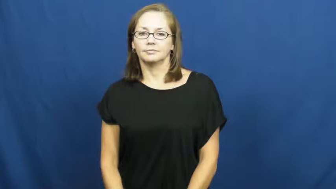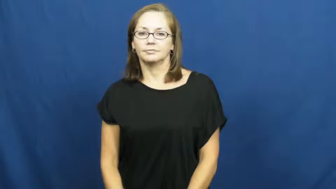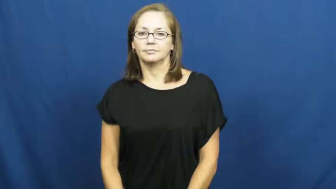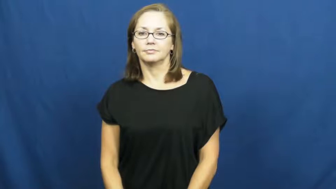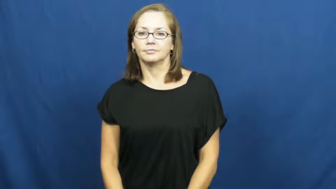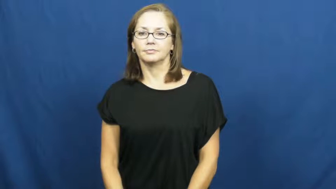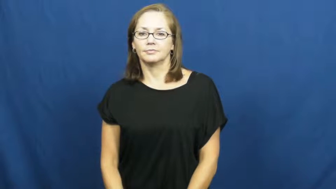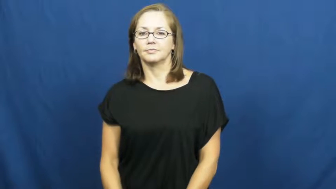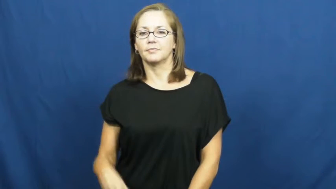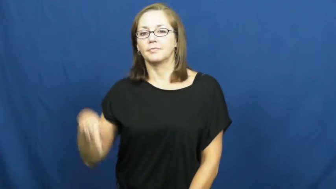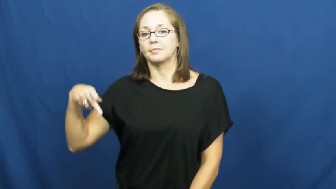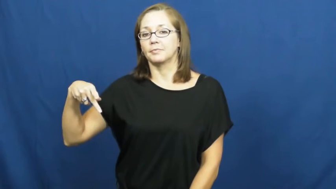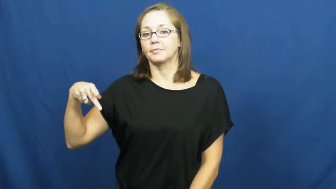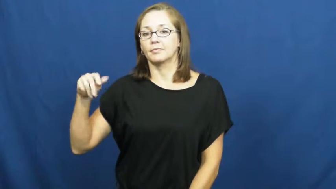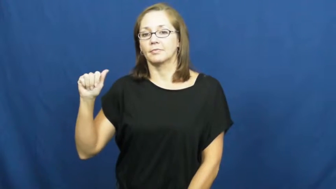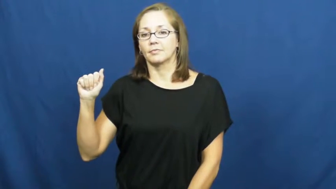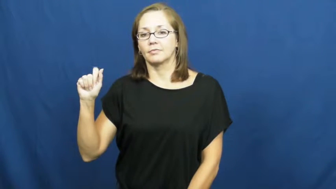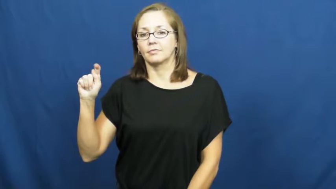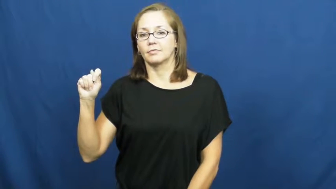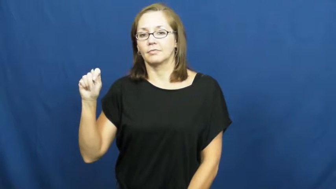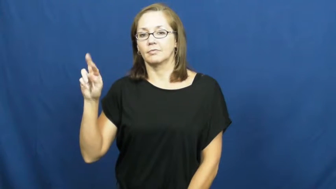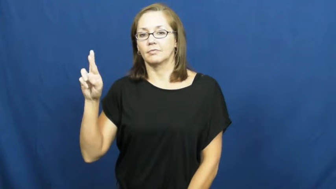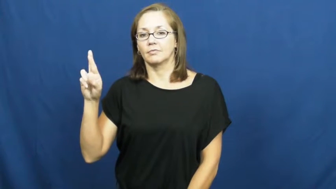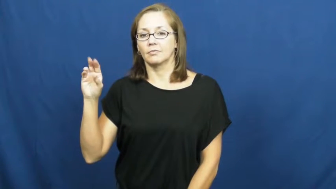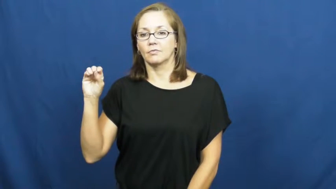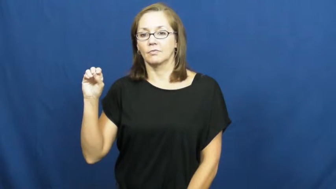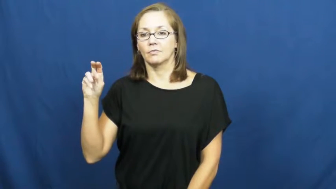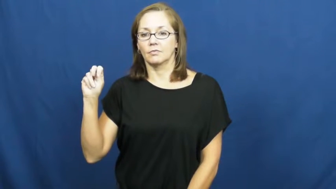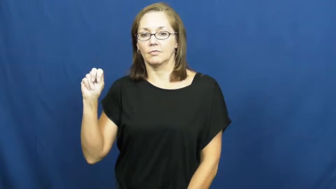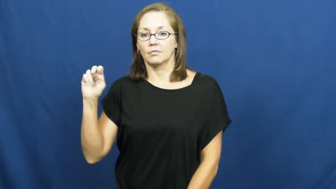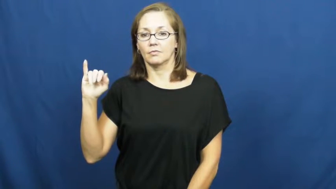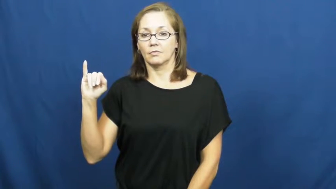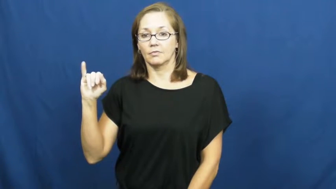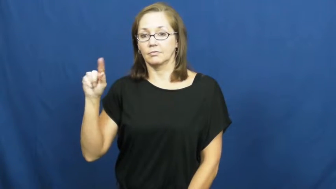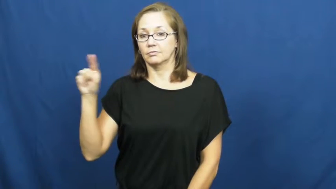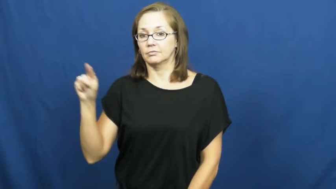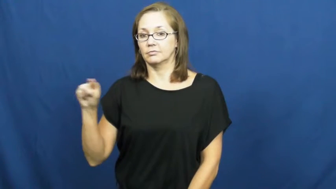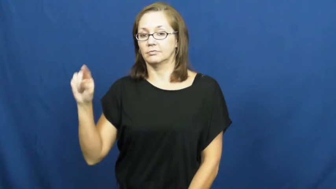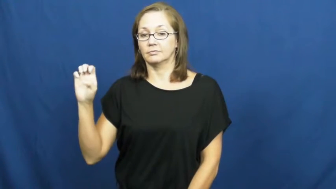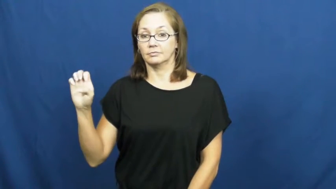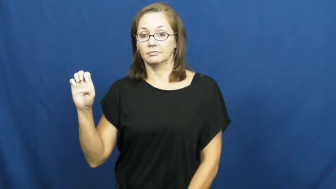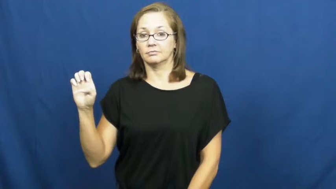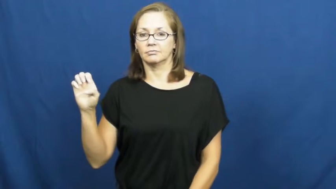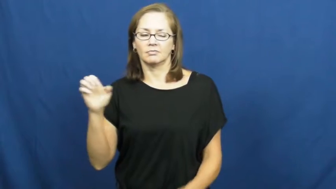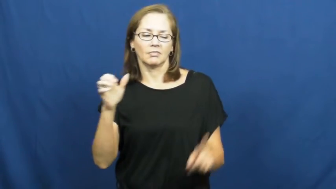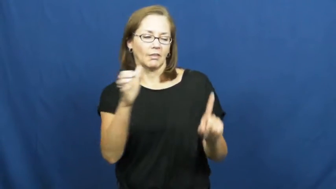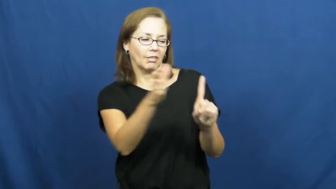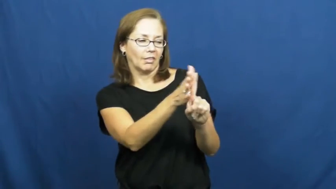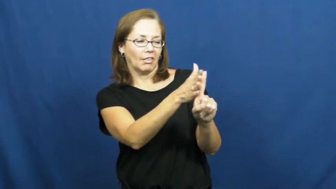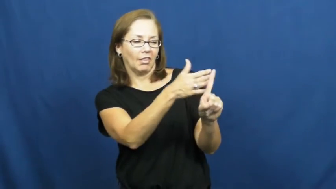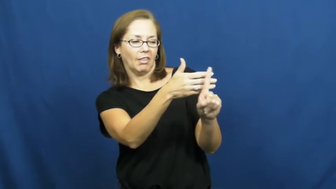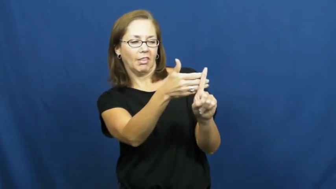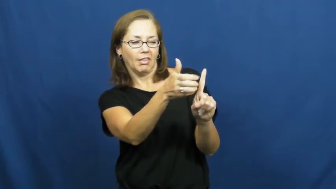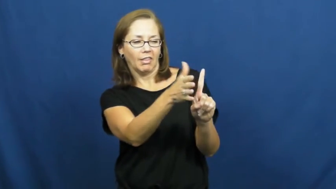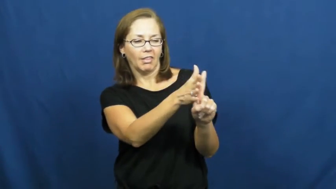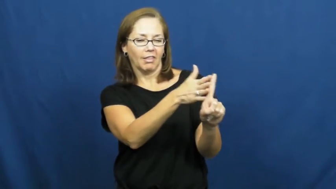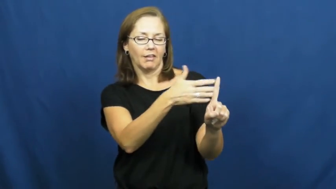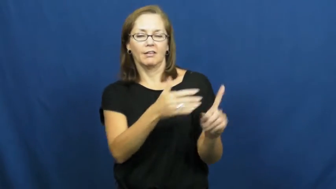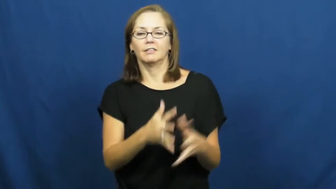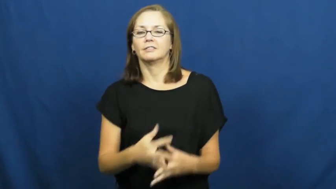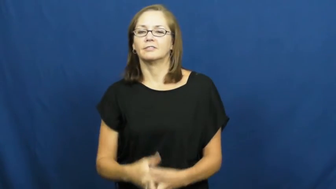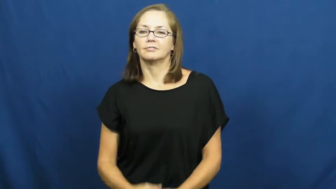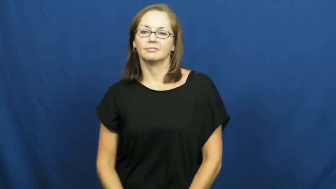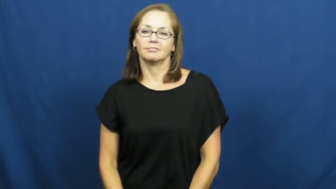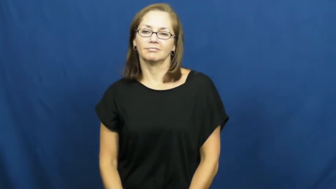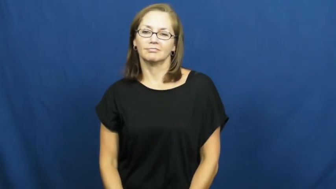patronize